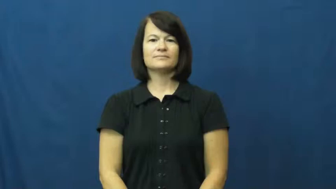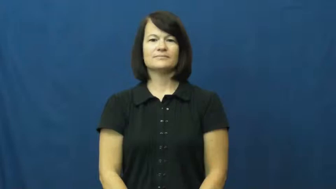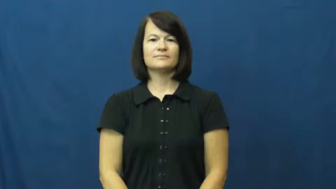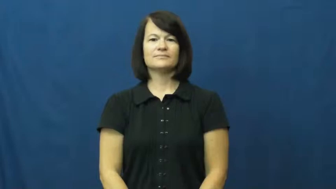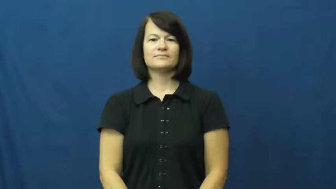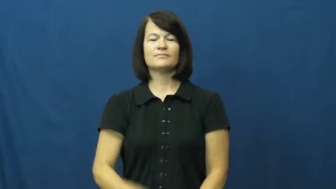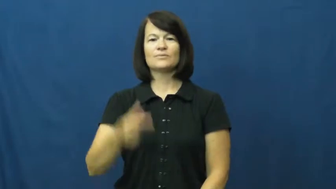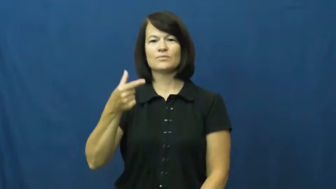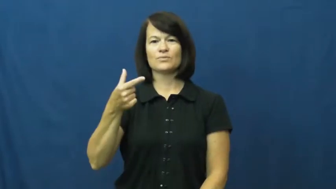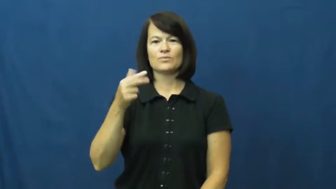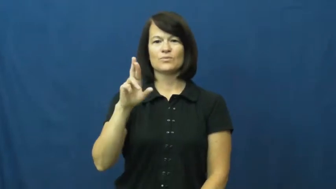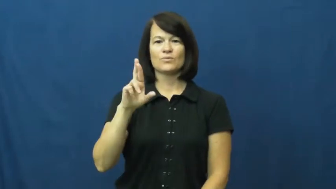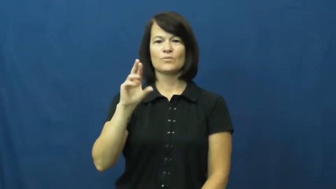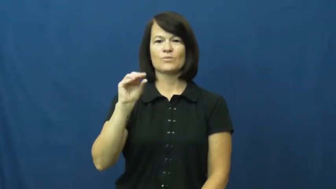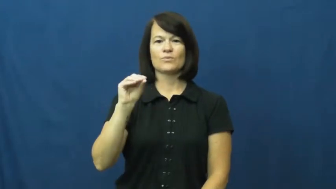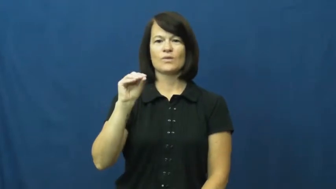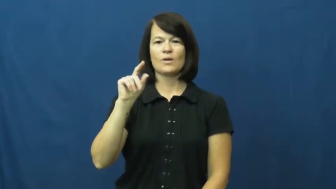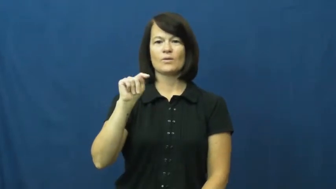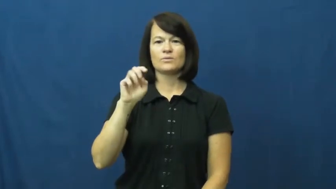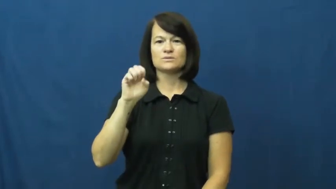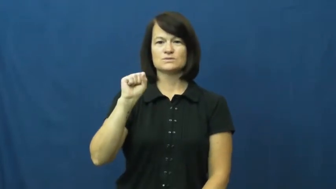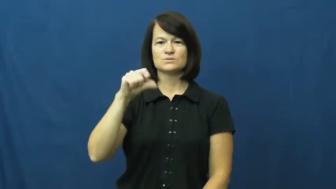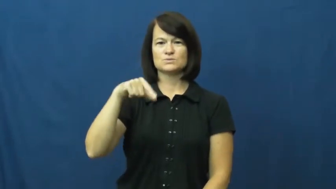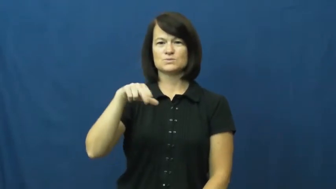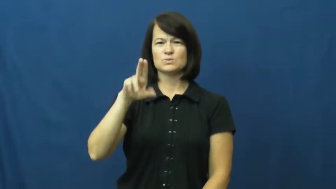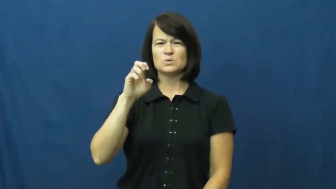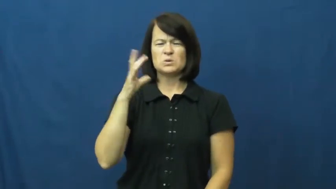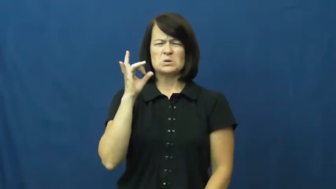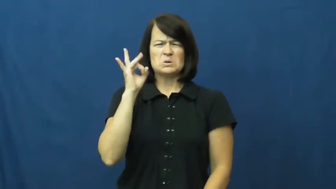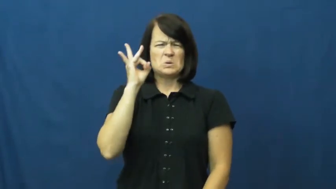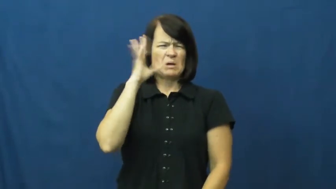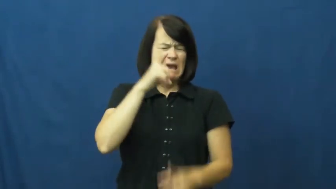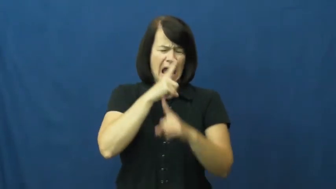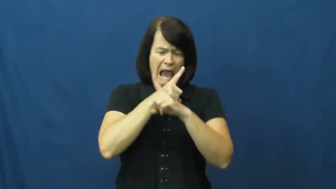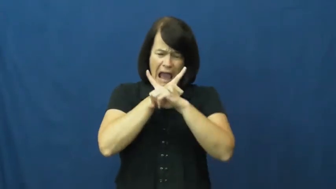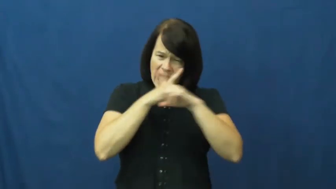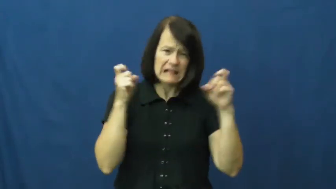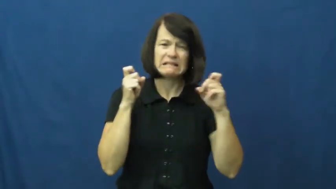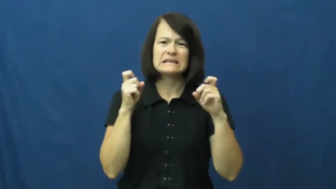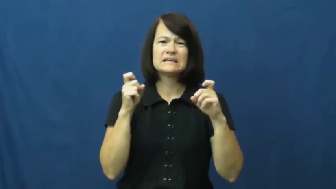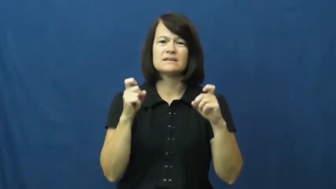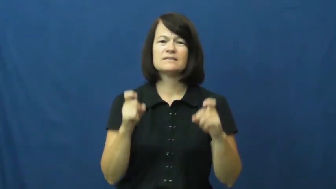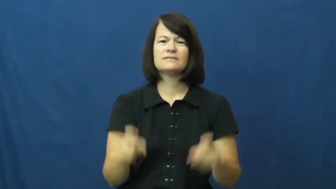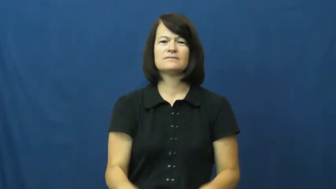grotesque